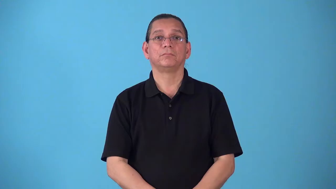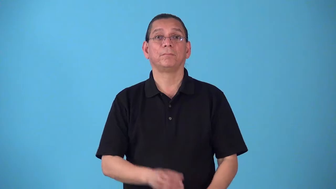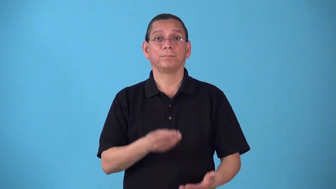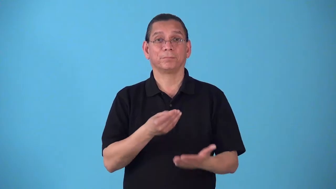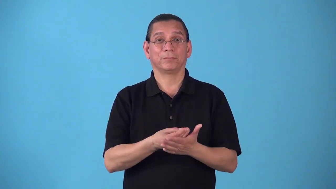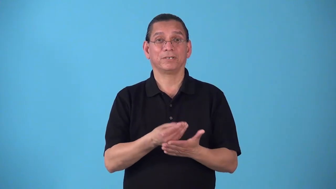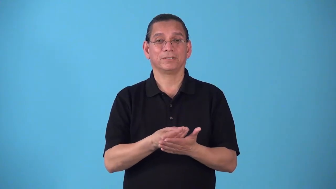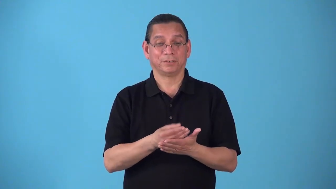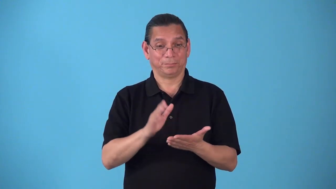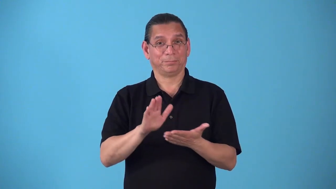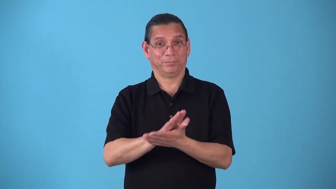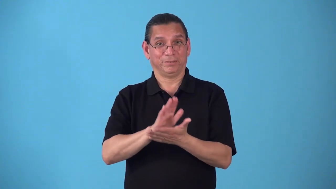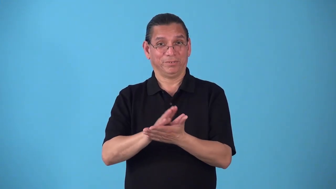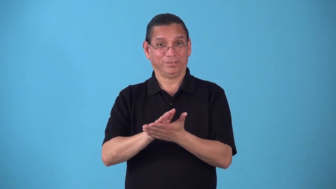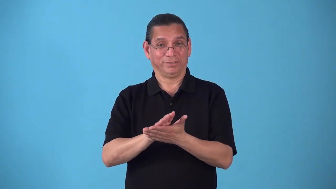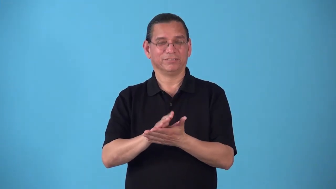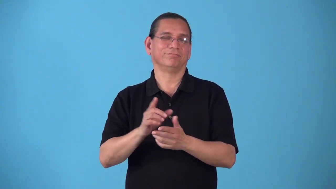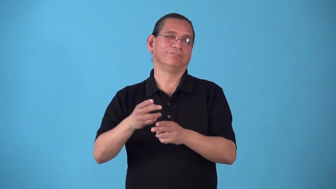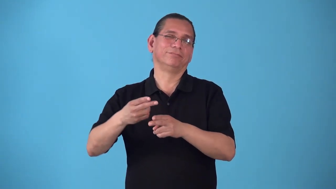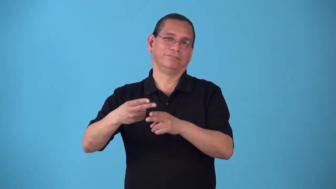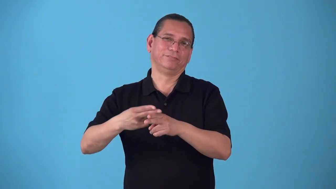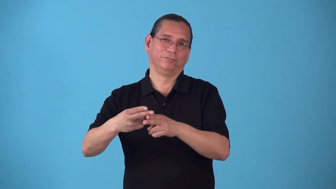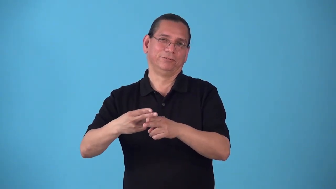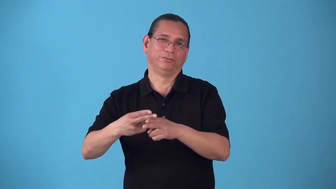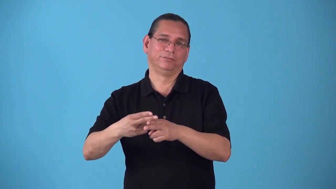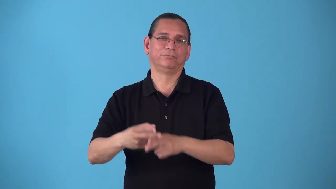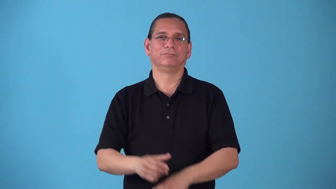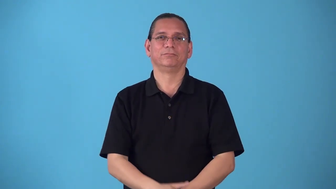scrip-money